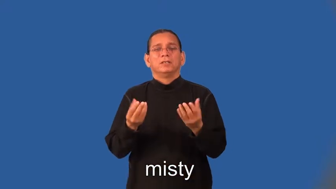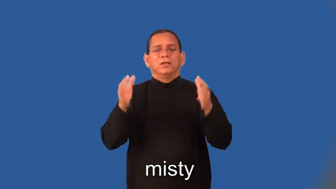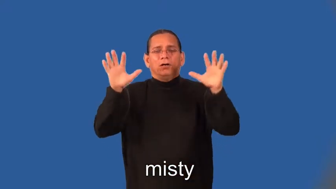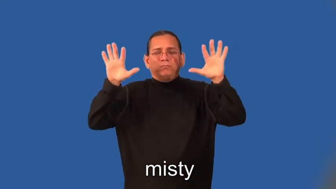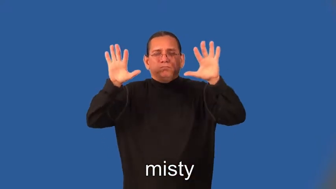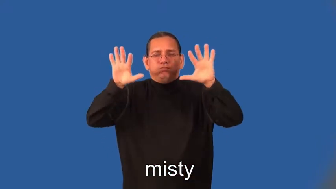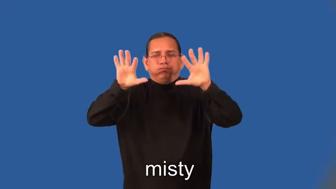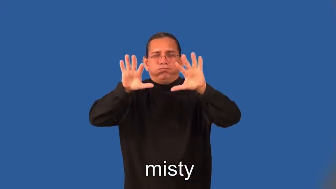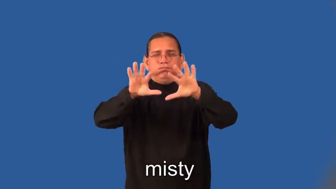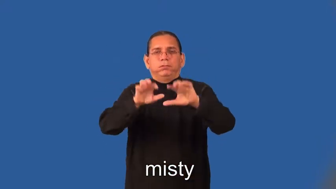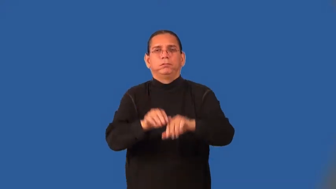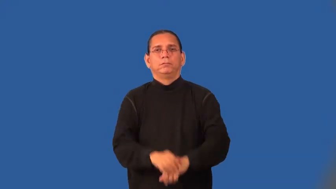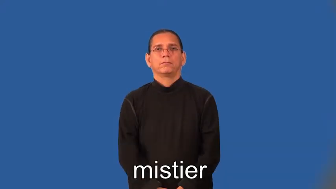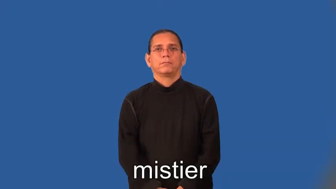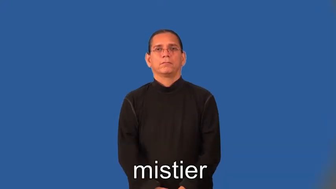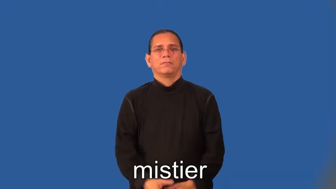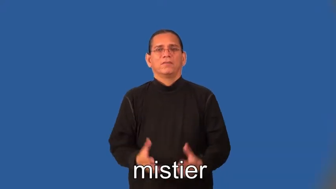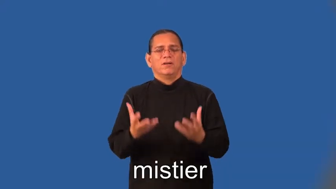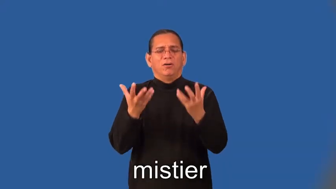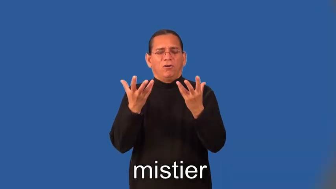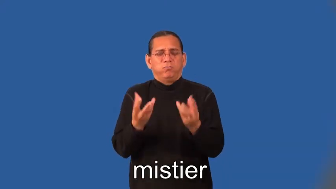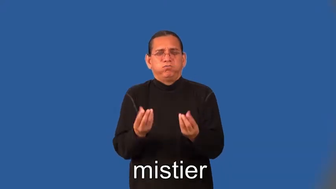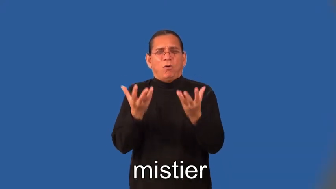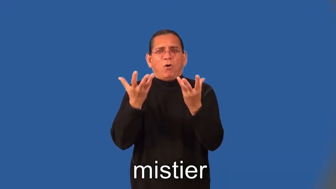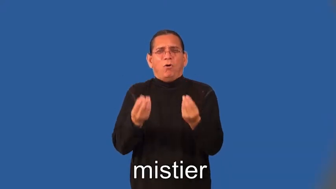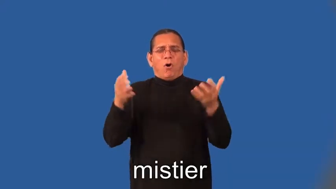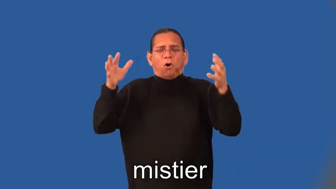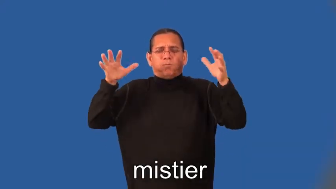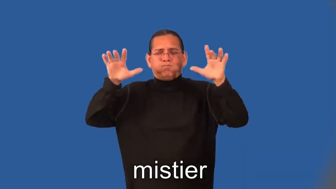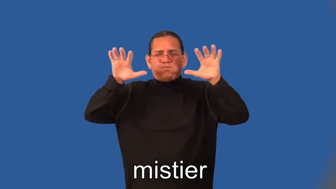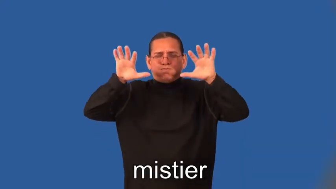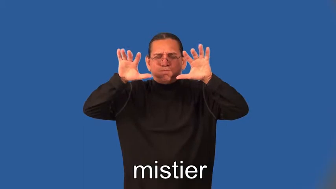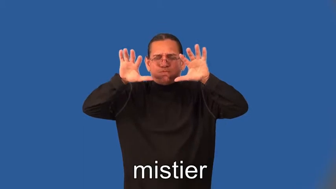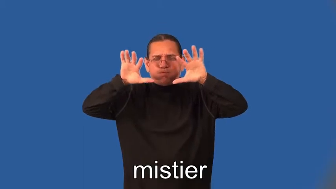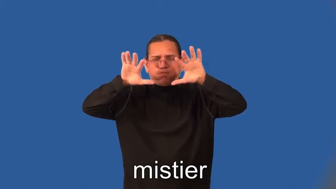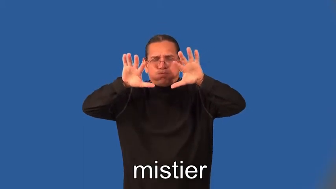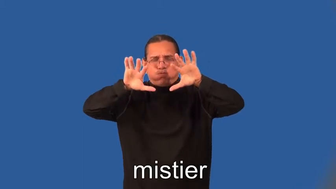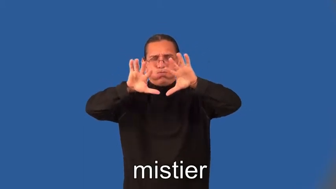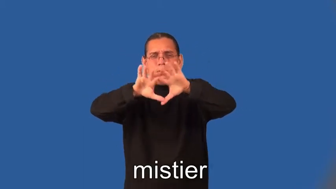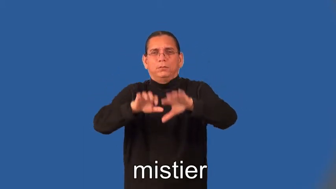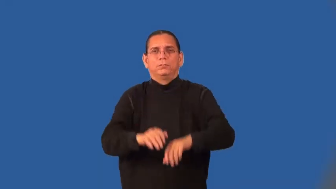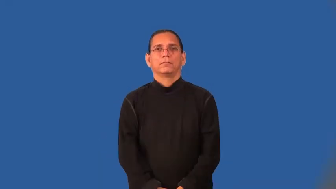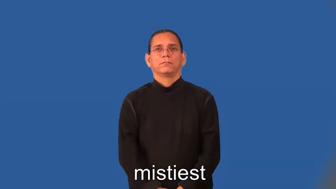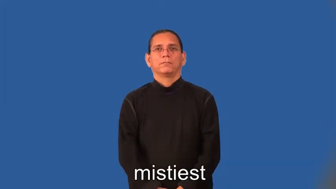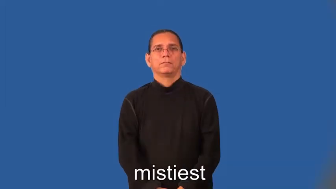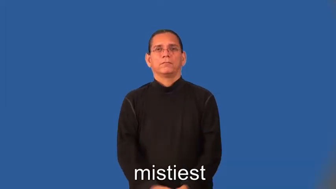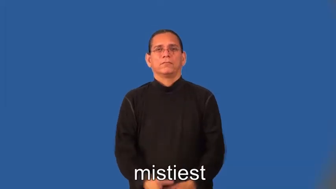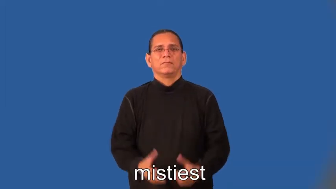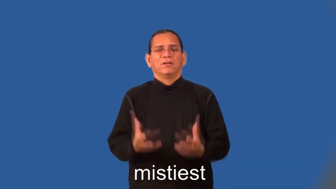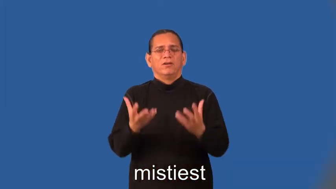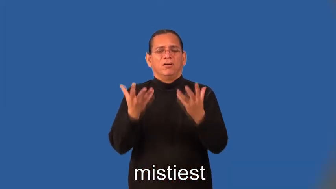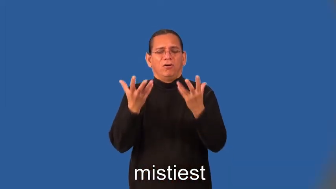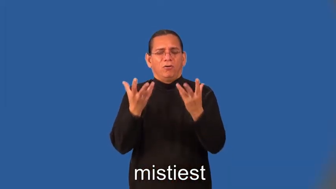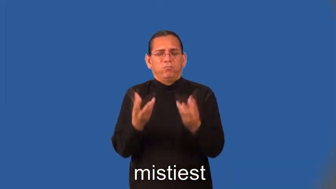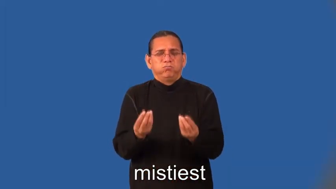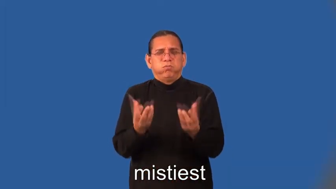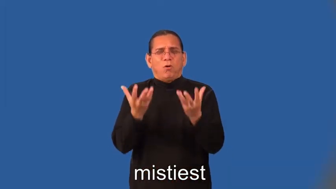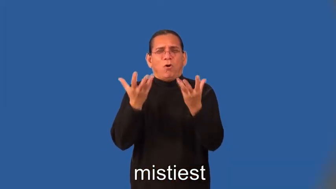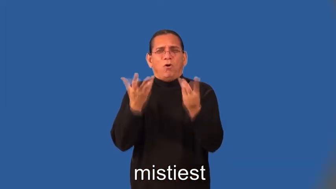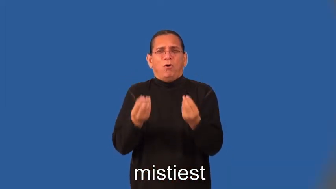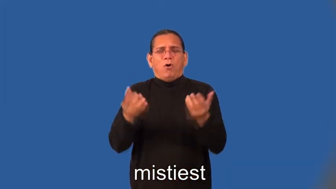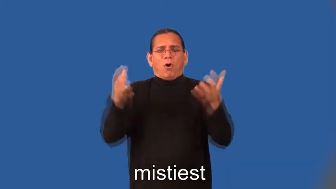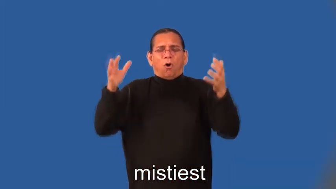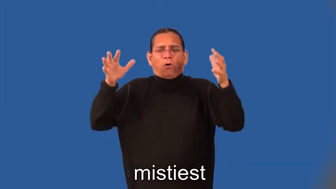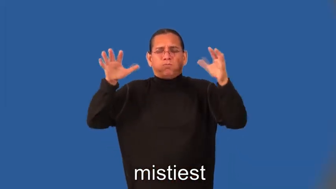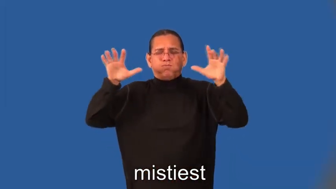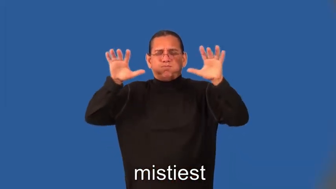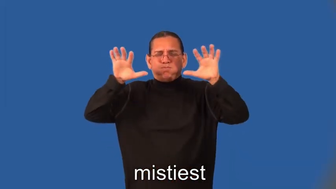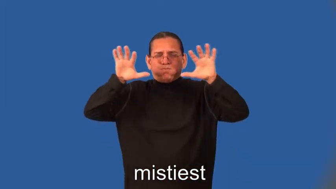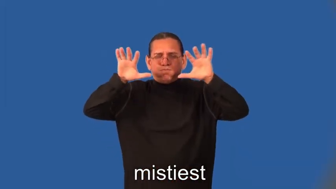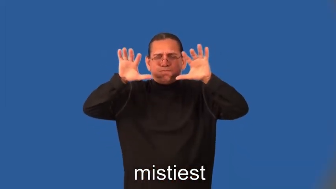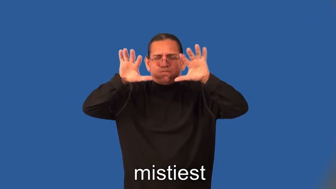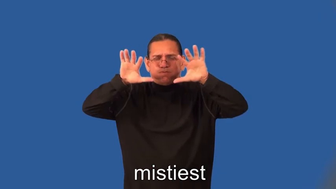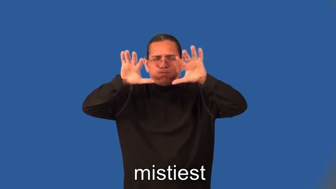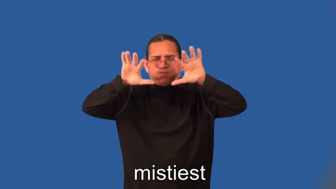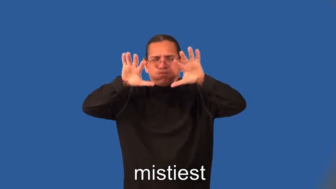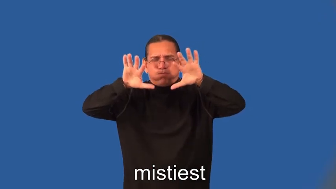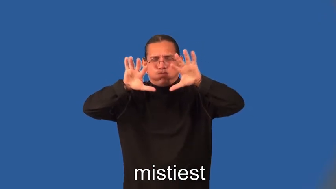mistier,mistiest